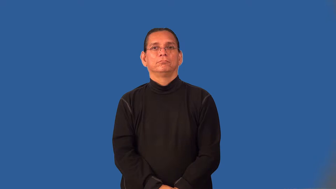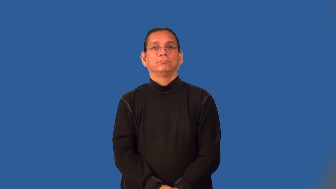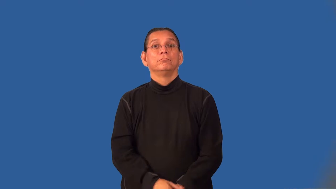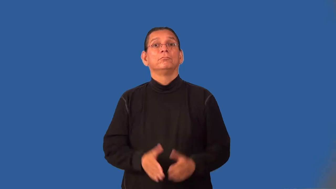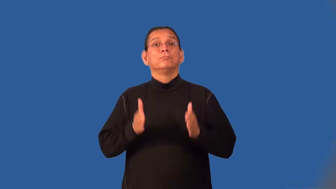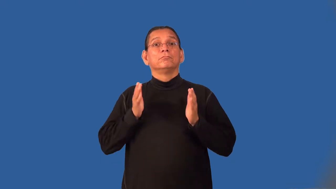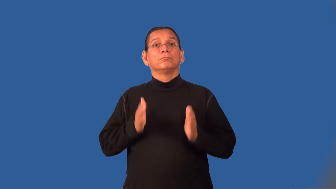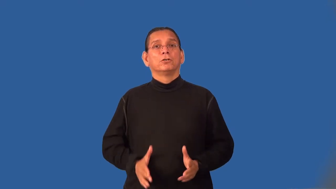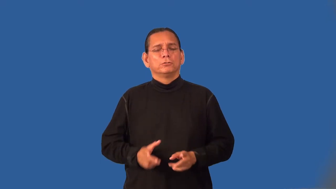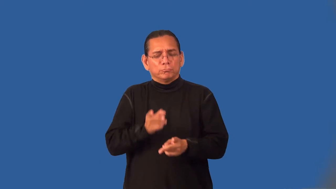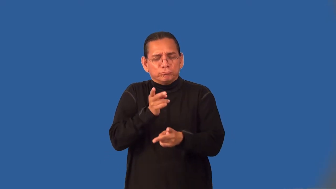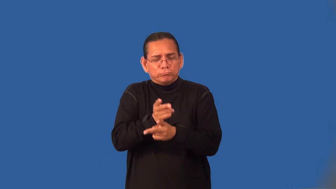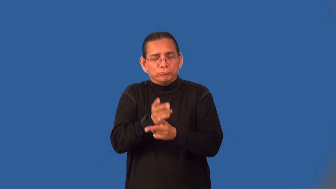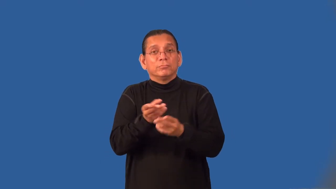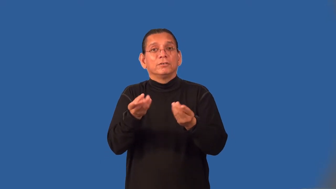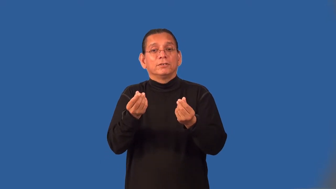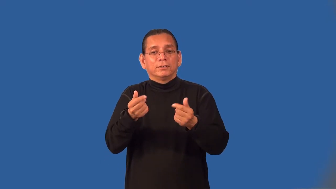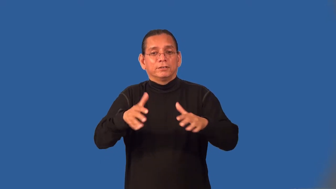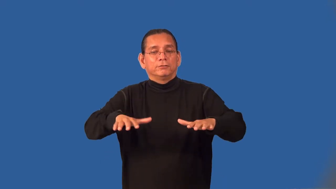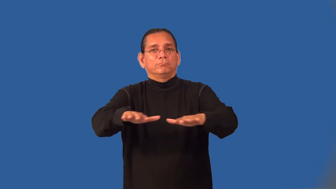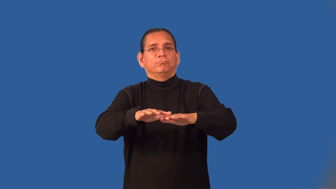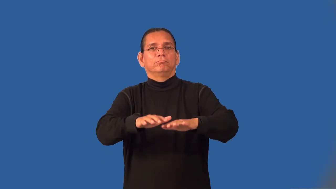landscaper